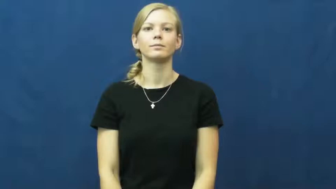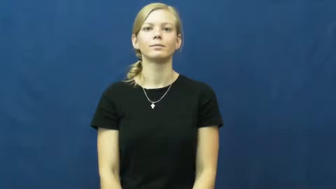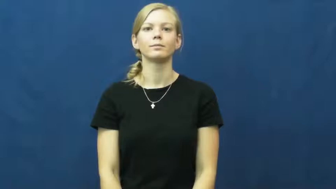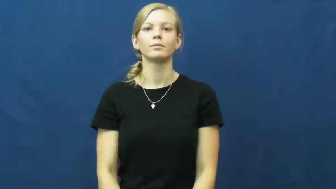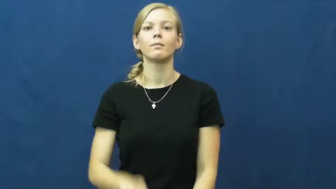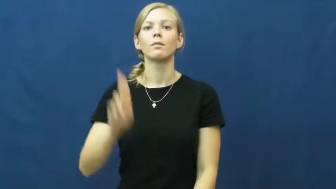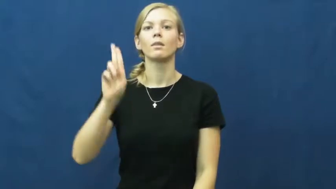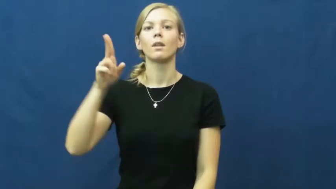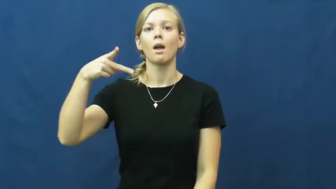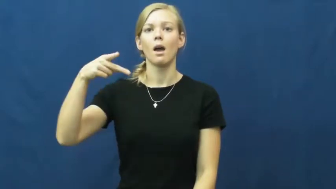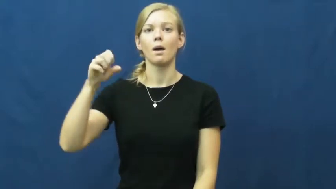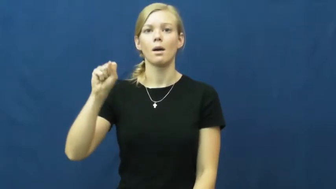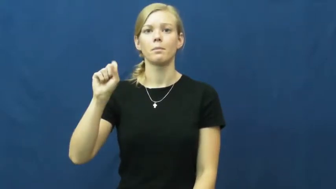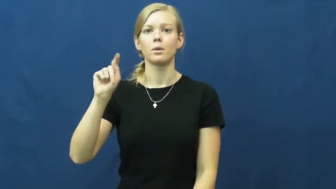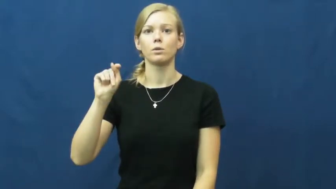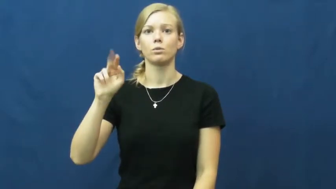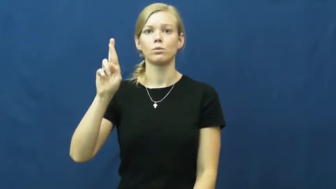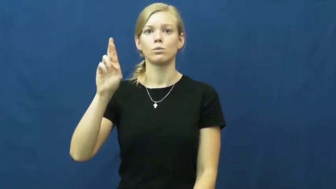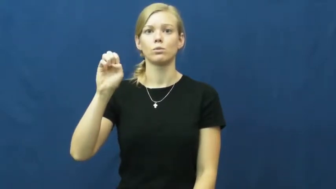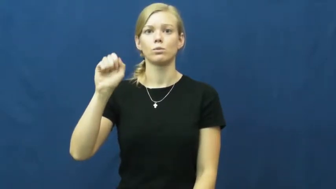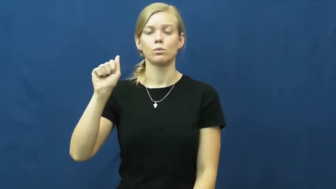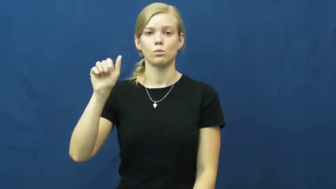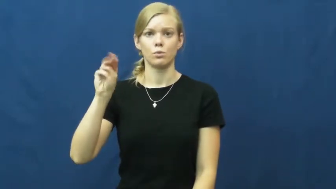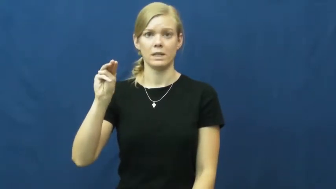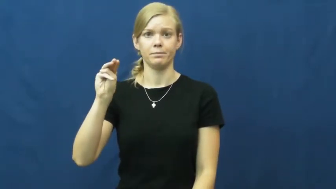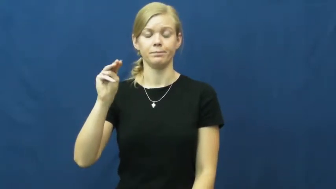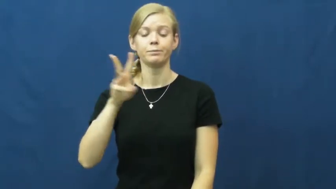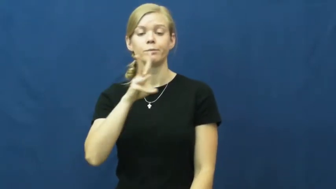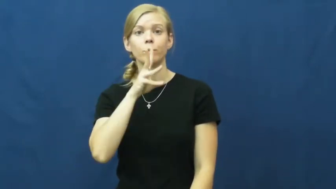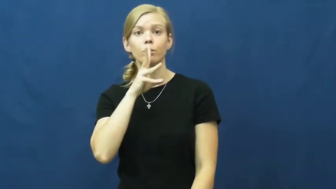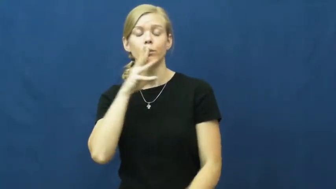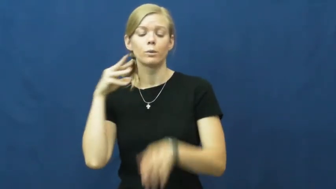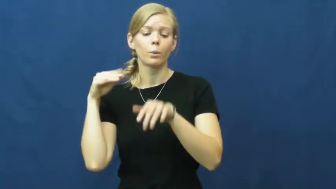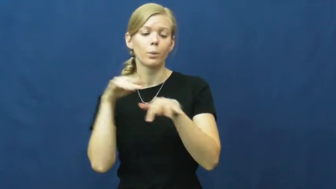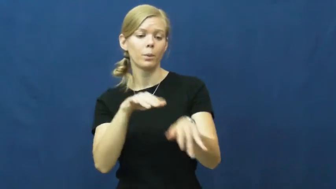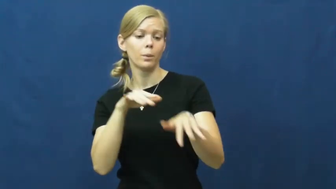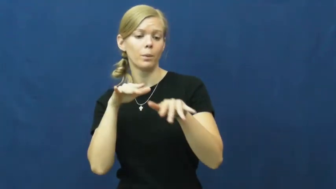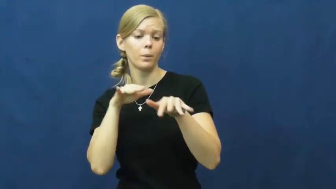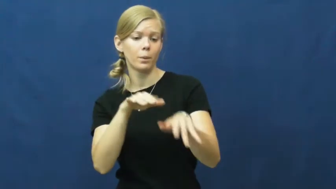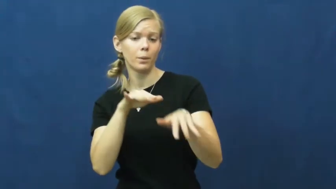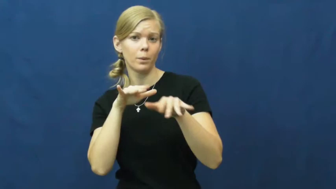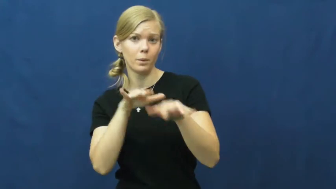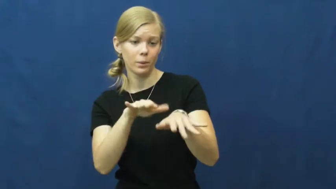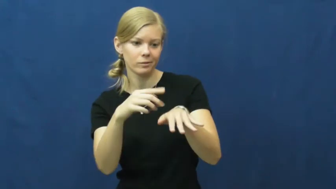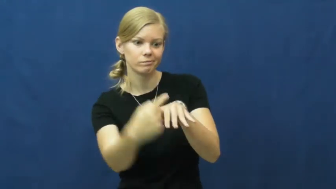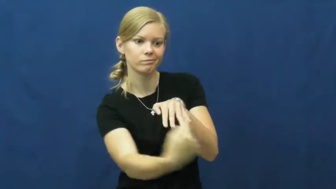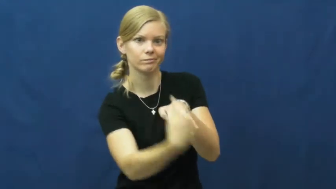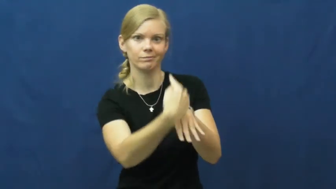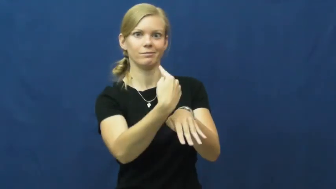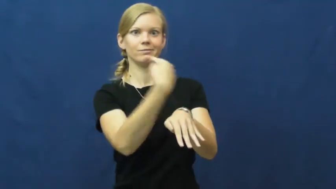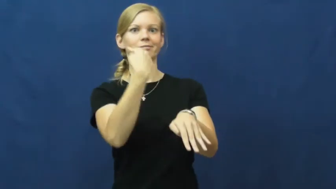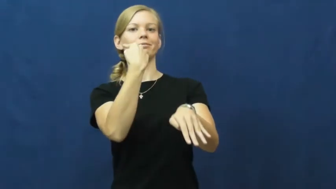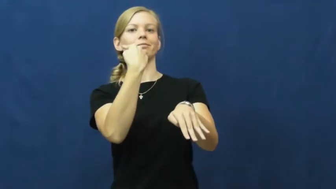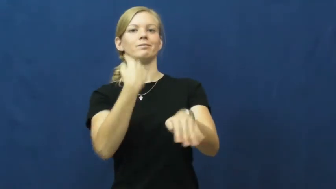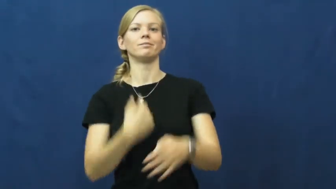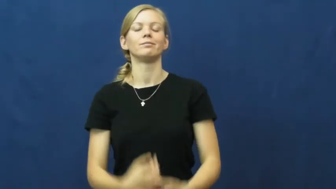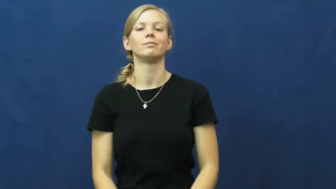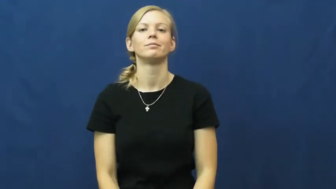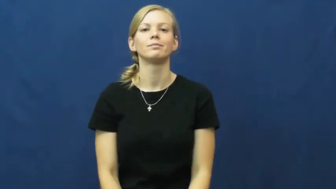upstream